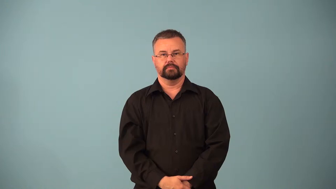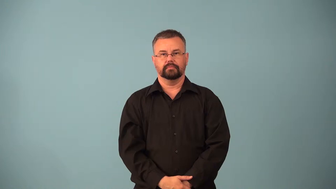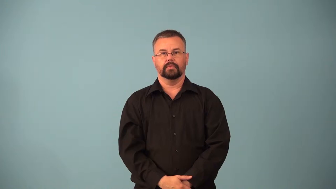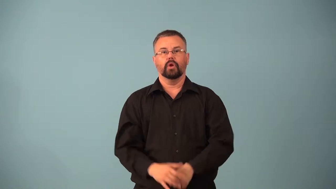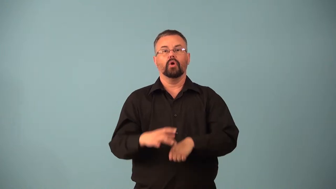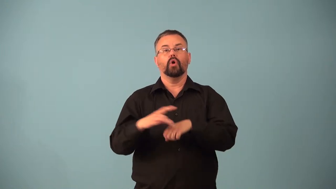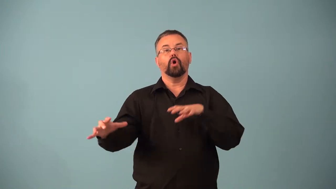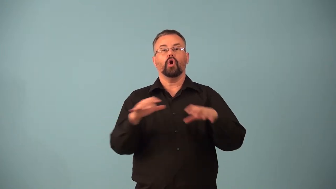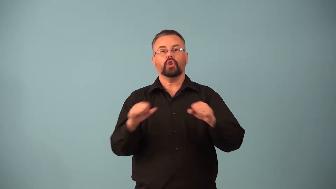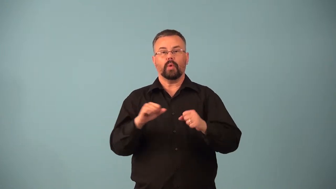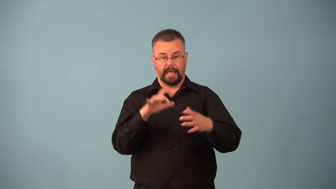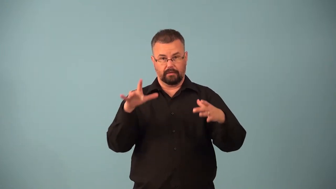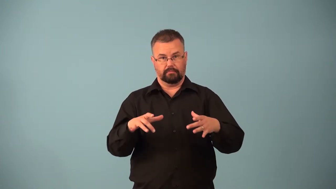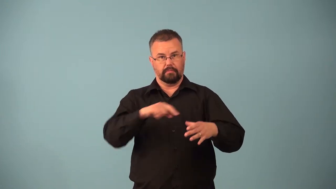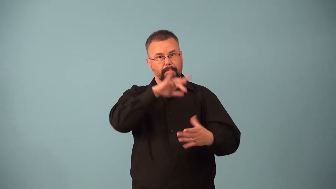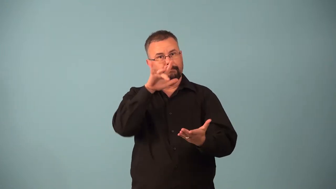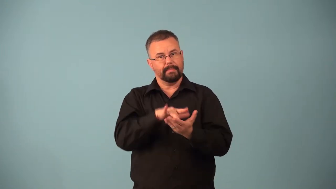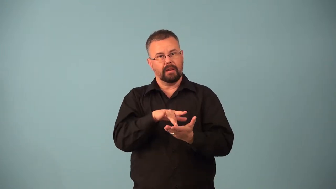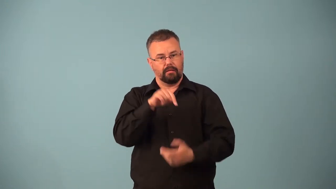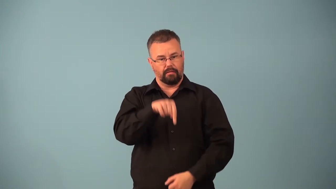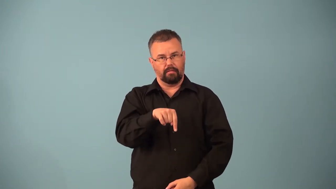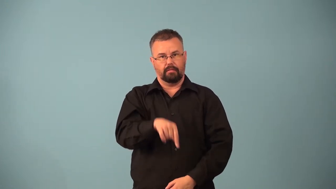epicenter